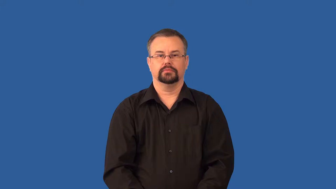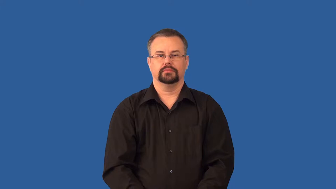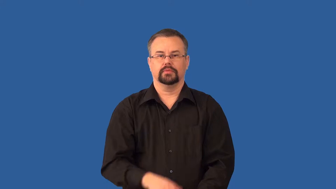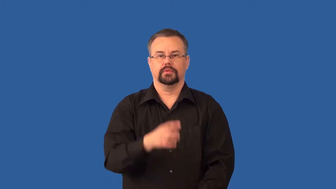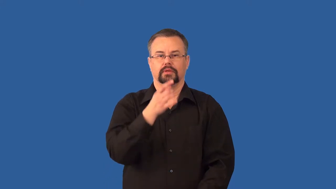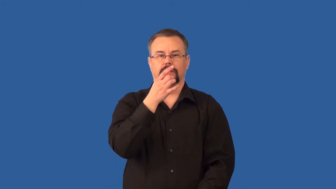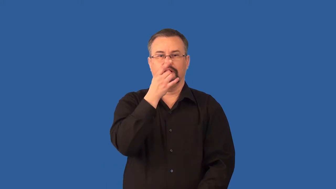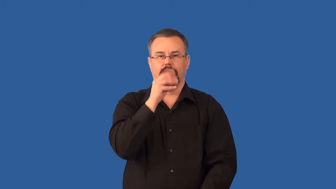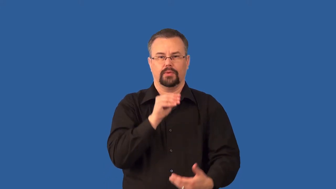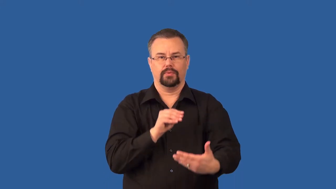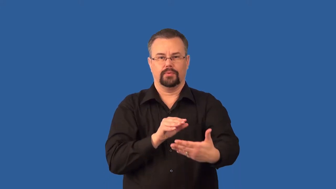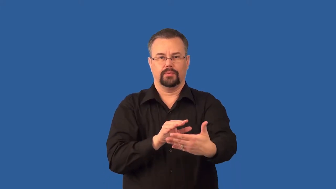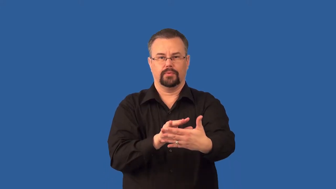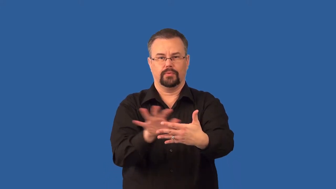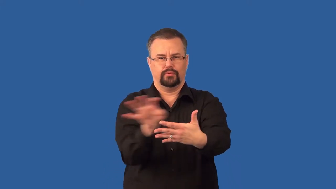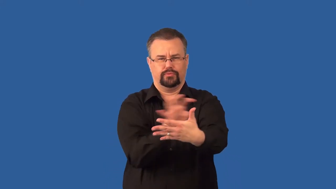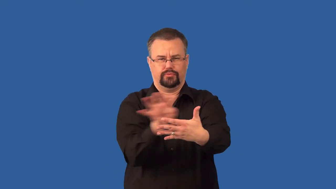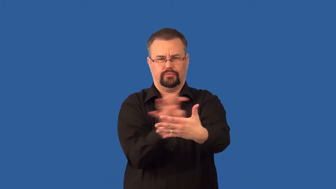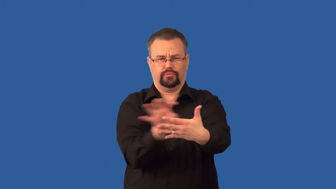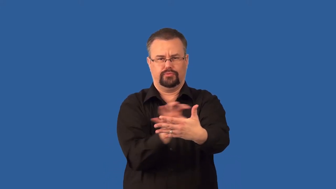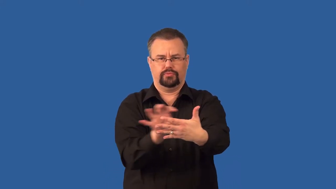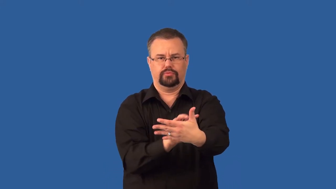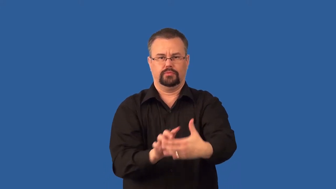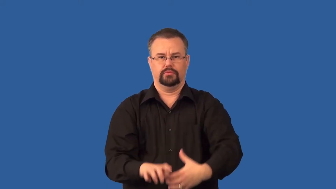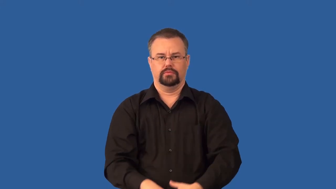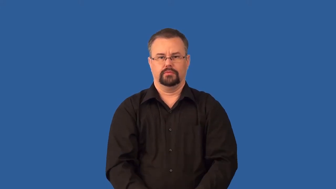incoherent-light